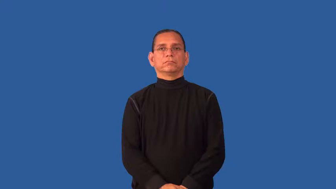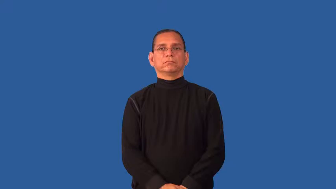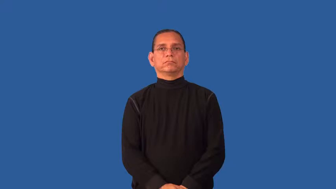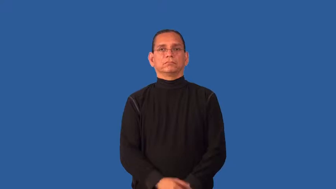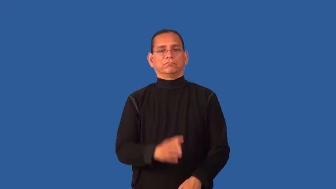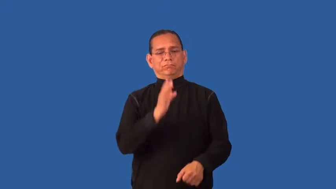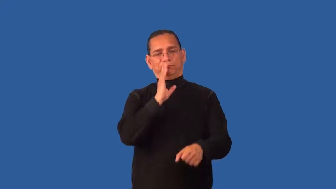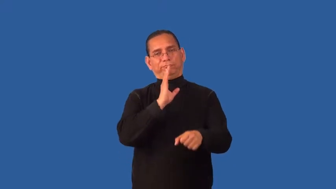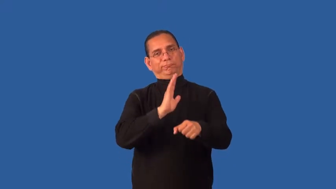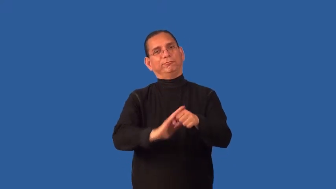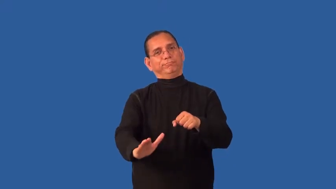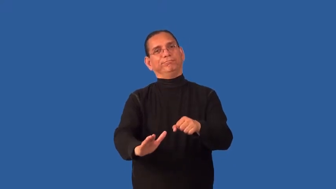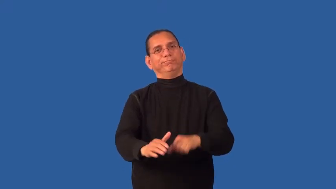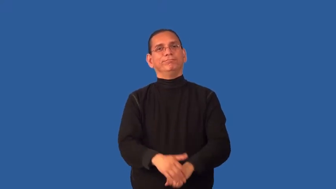fit-good enough